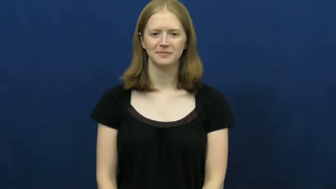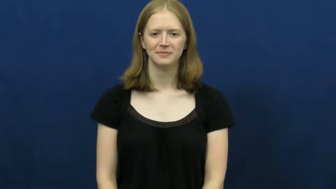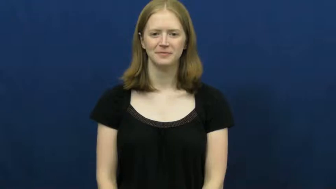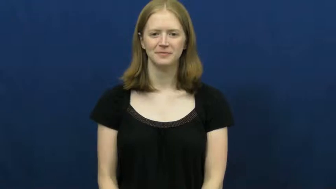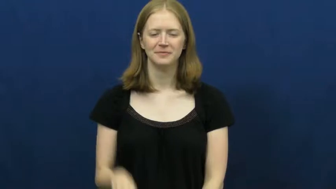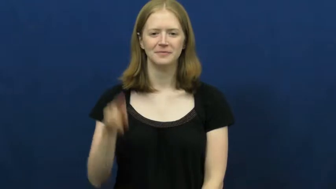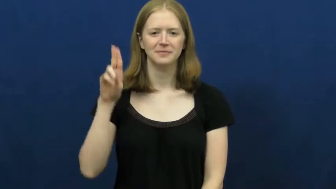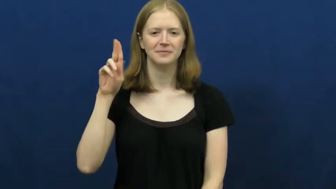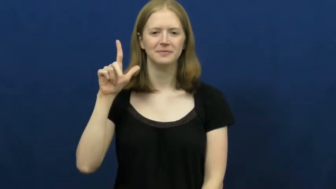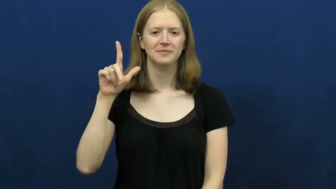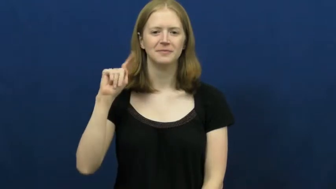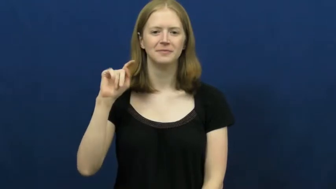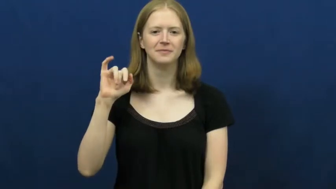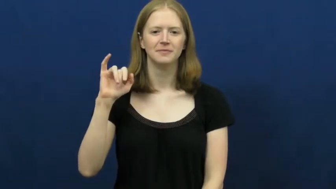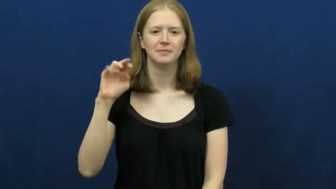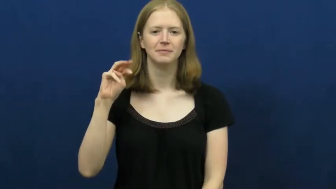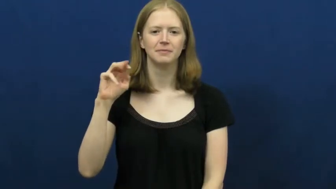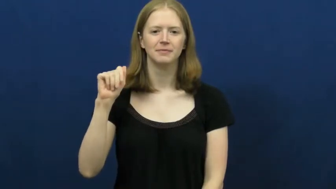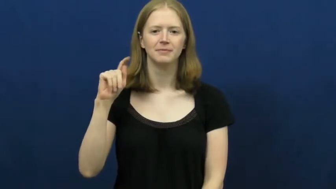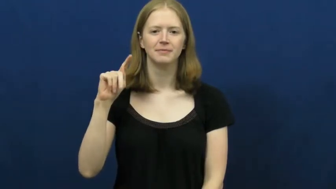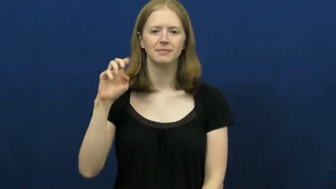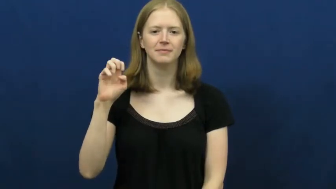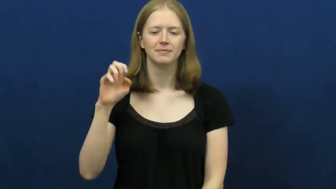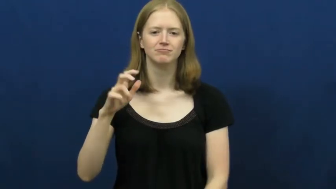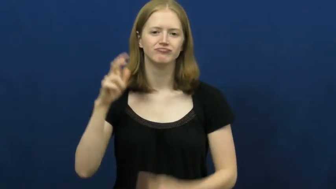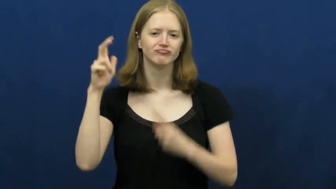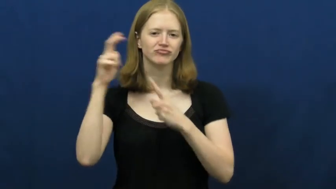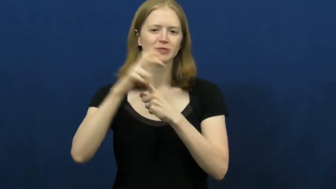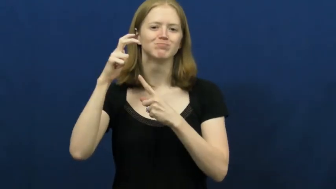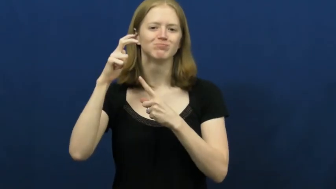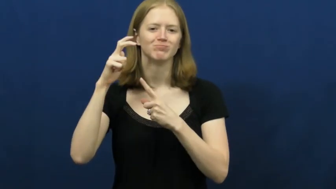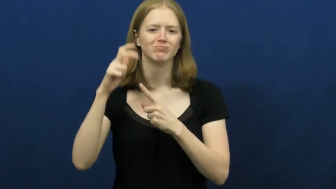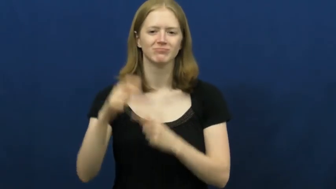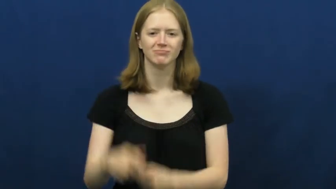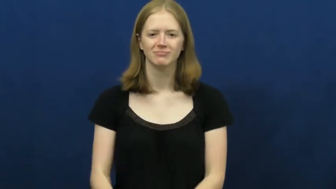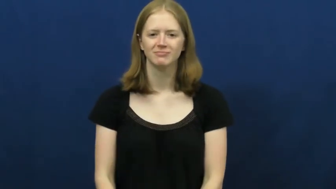ultimate